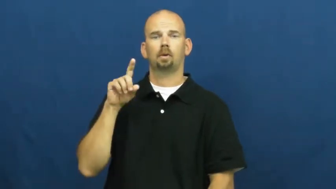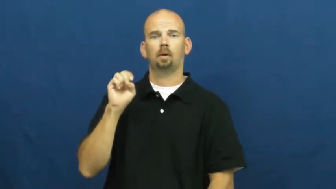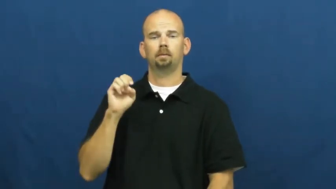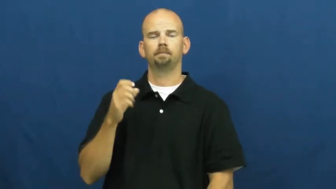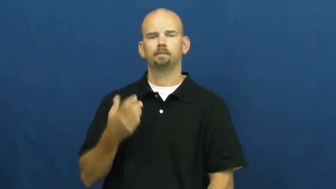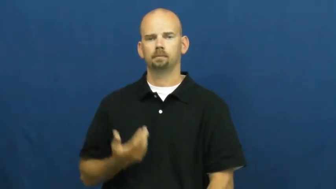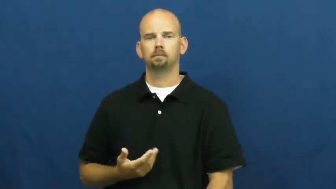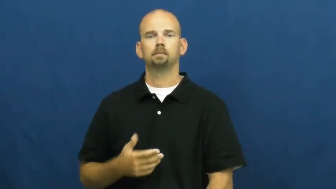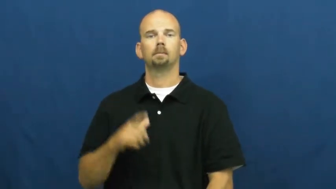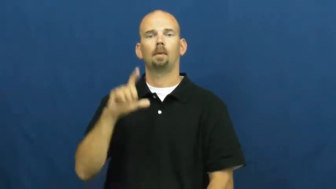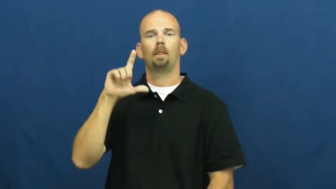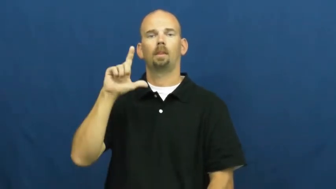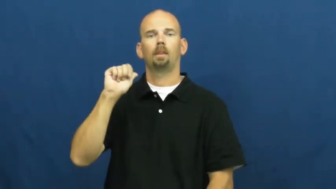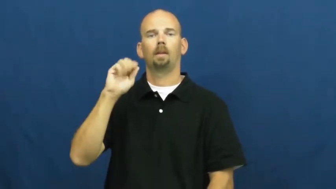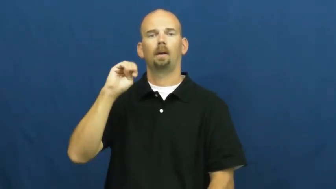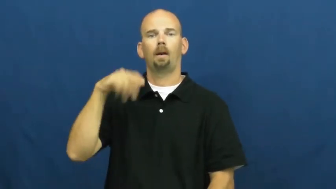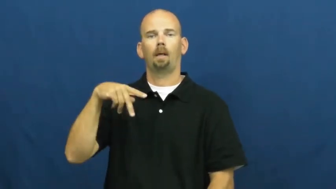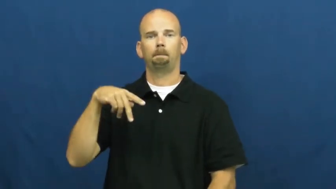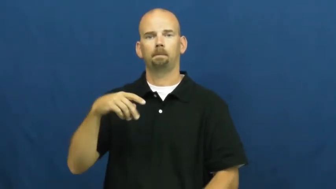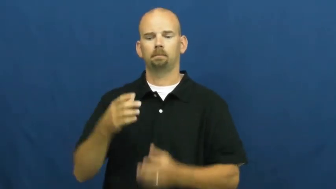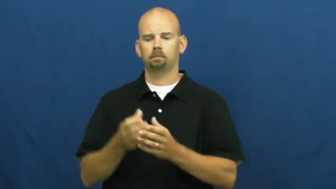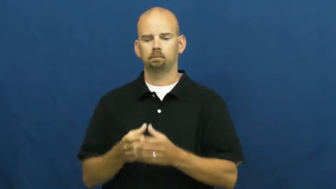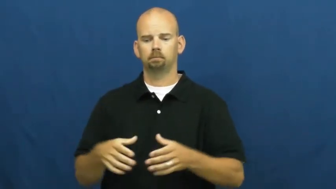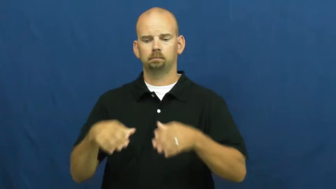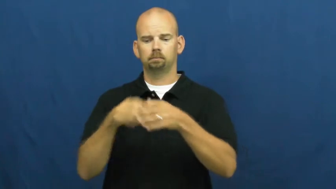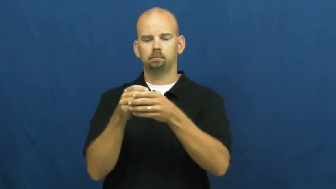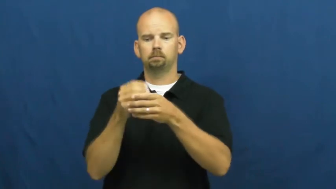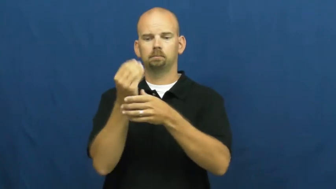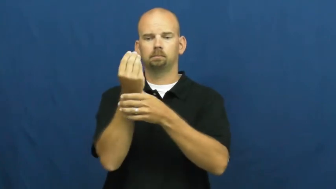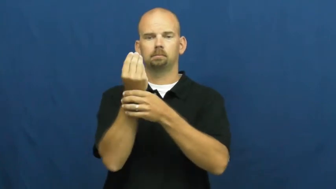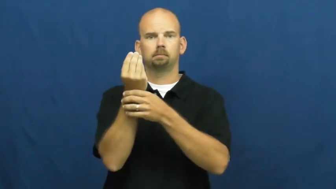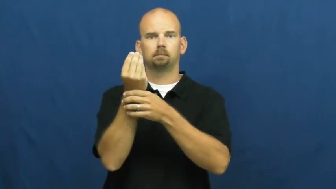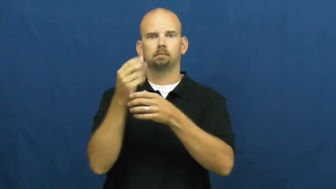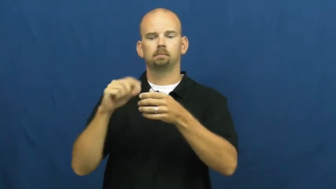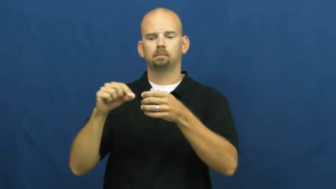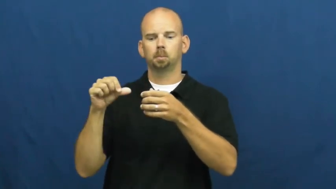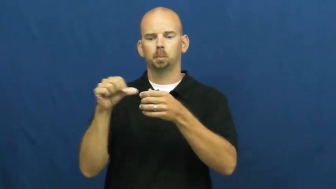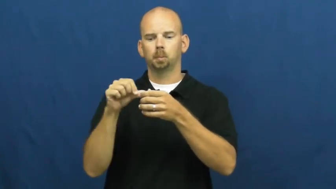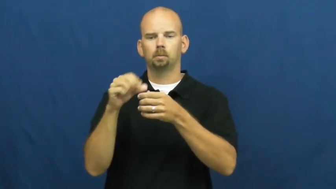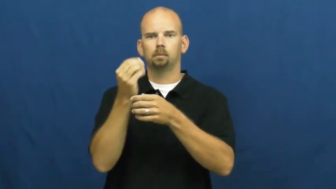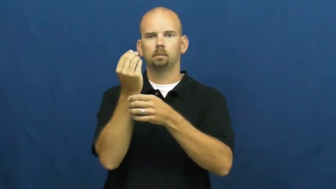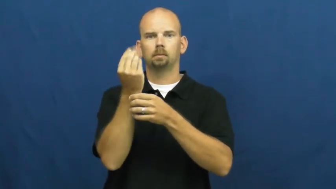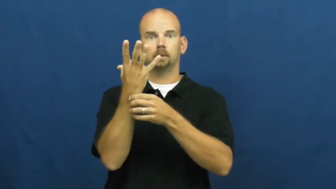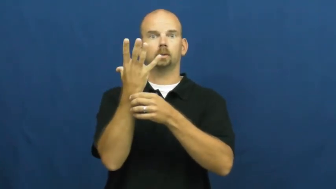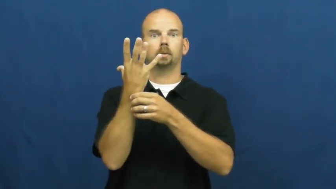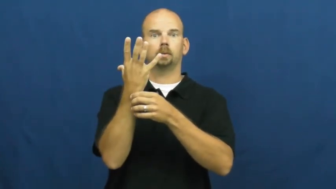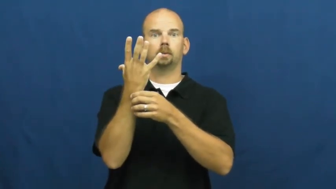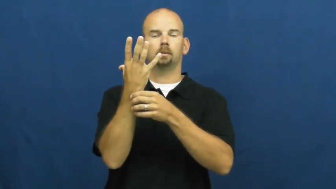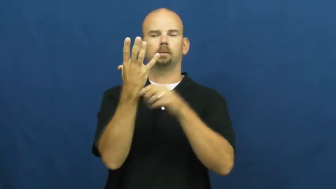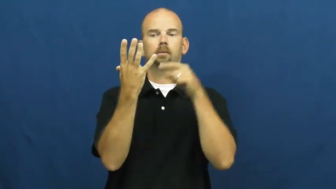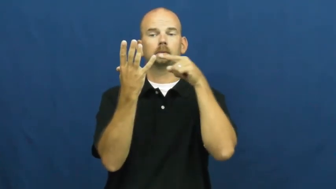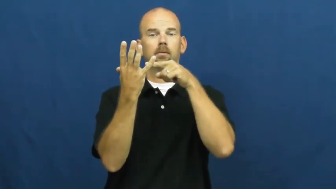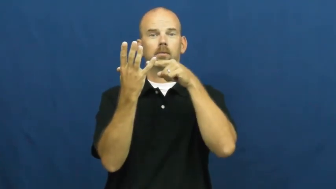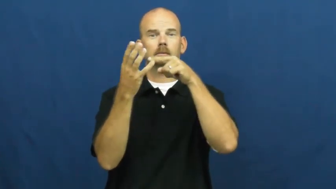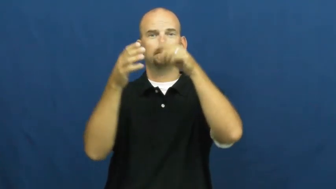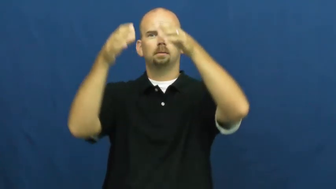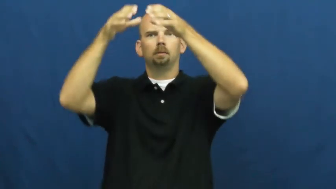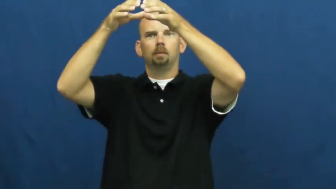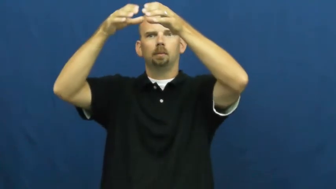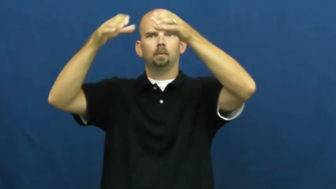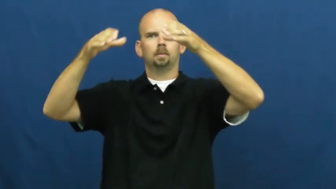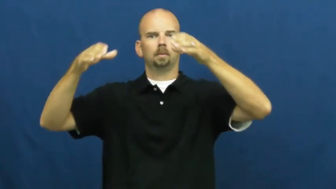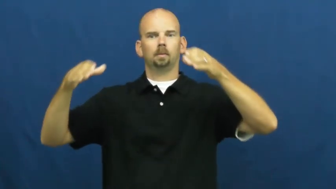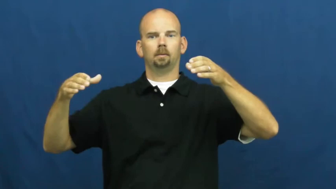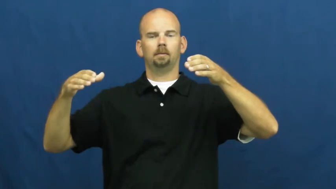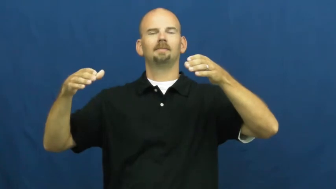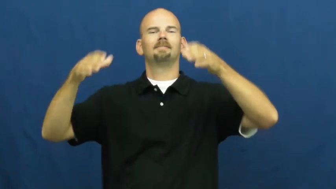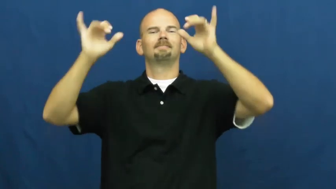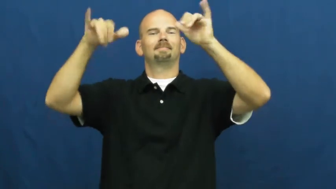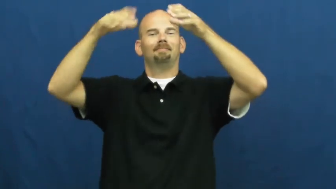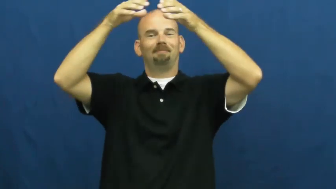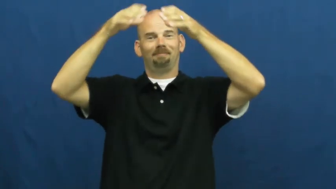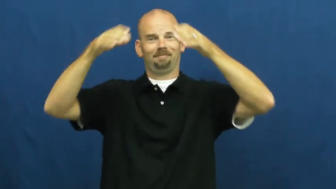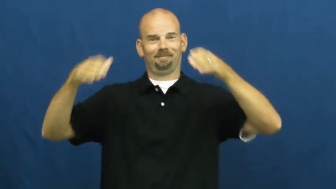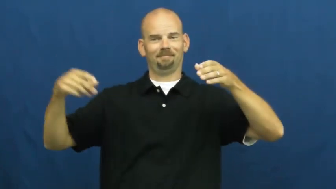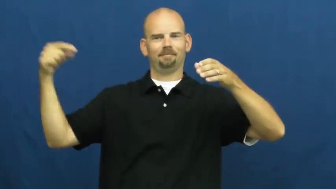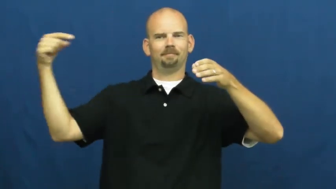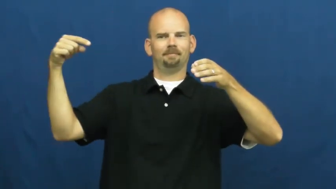shade-lamp